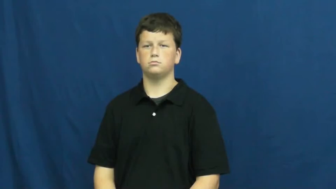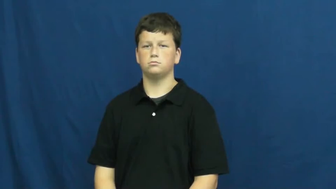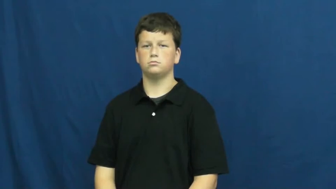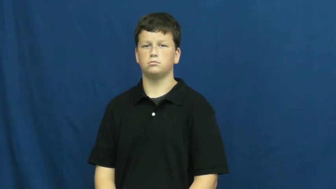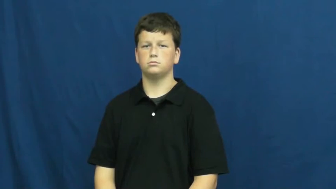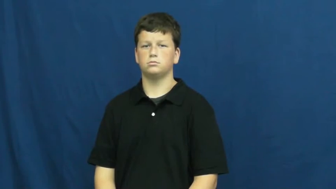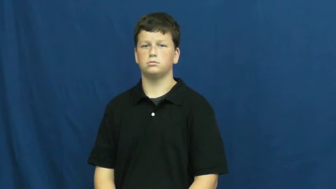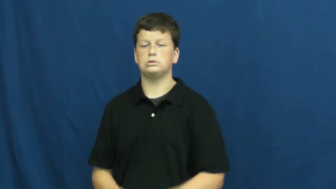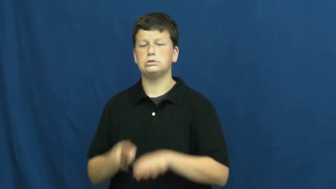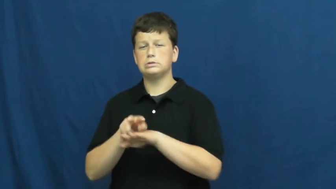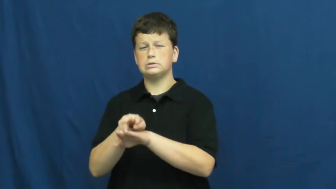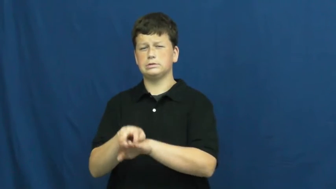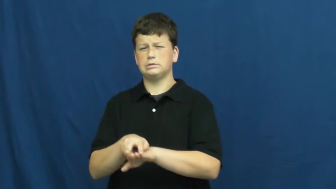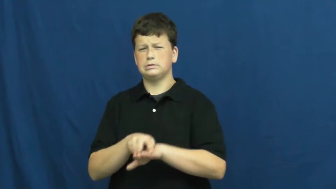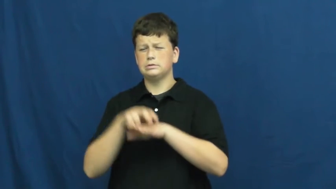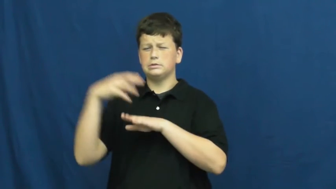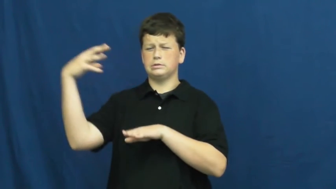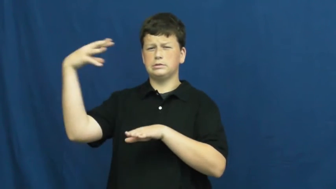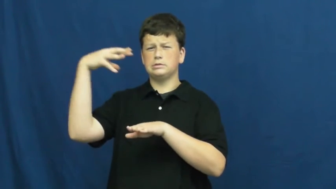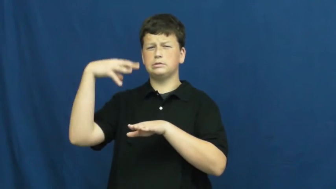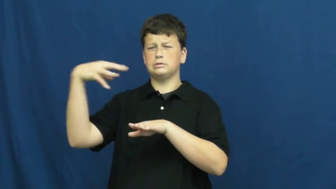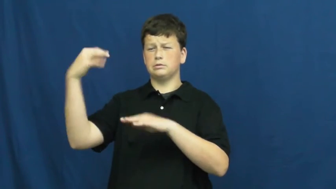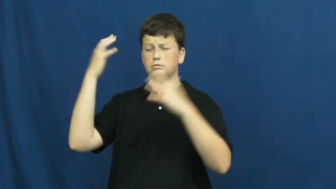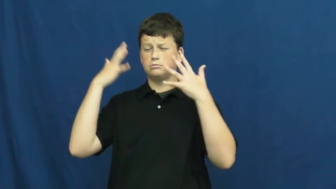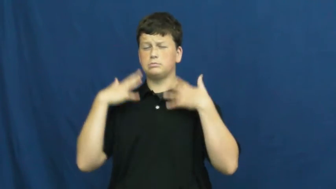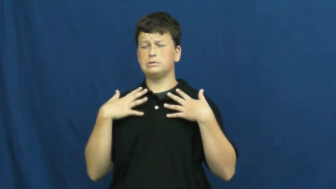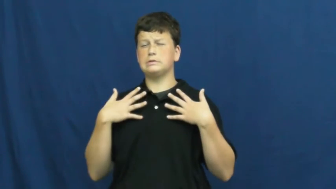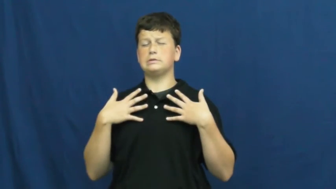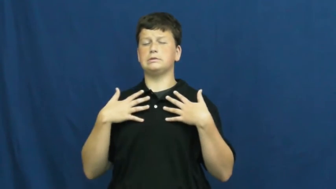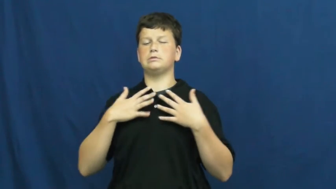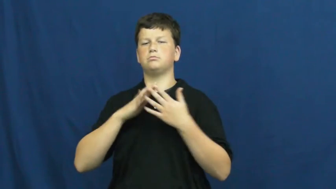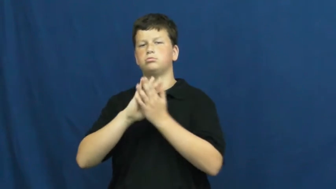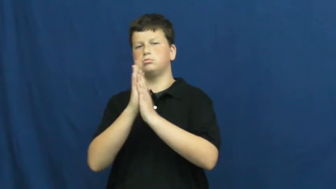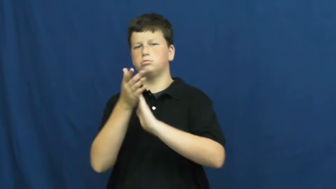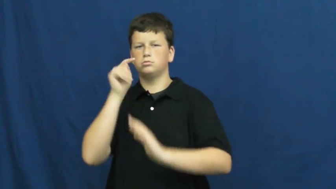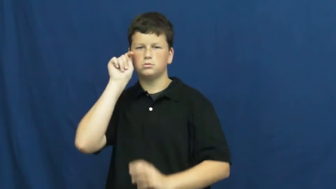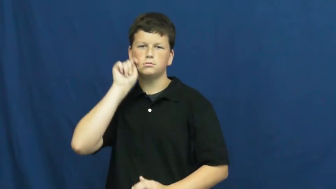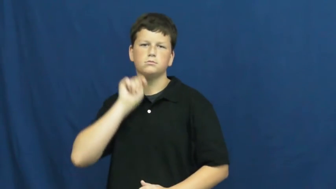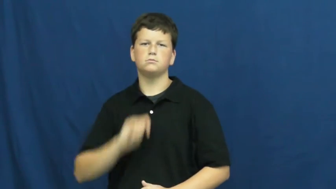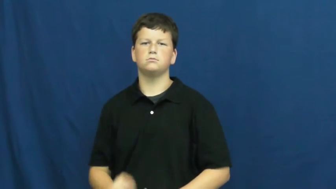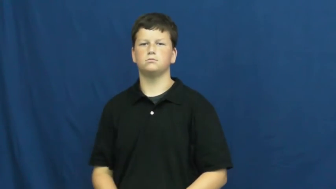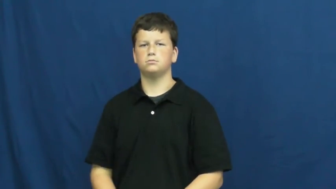suntan,tan